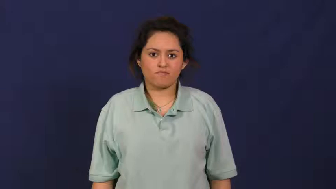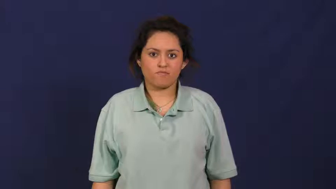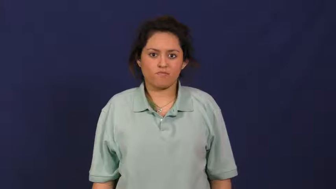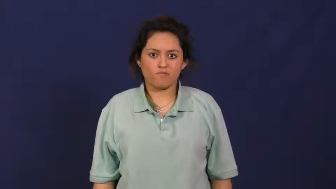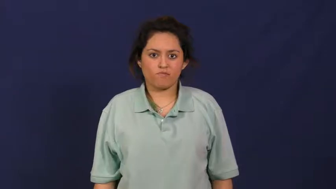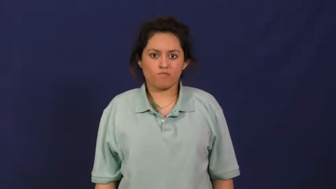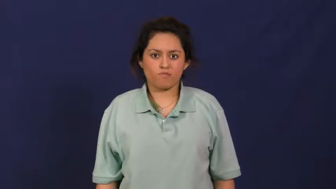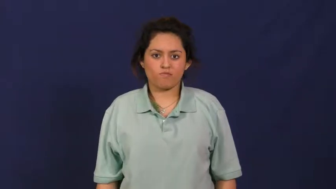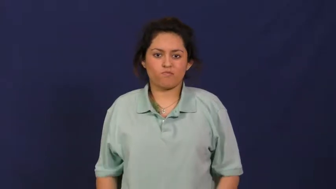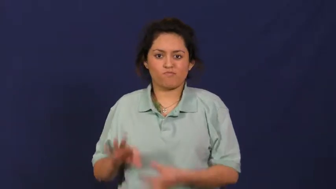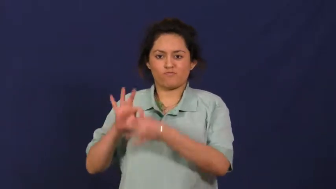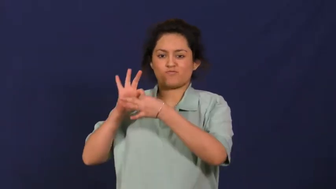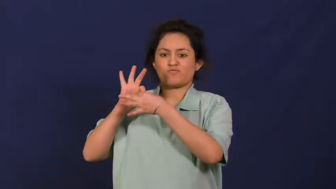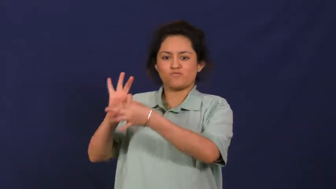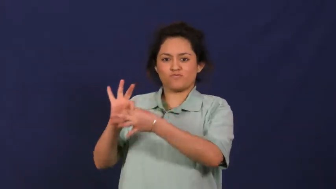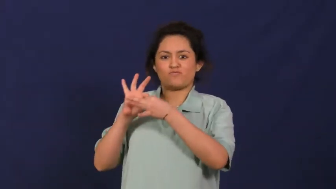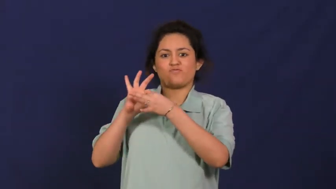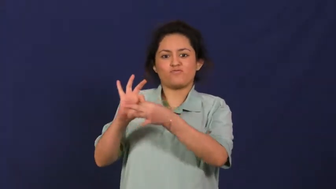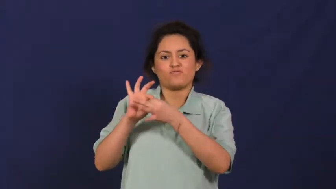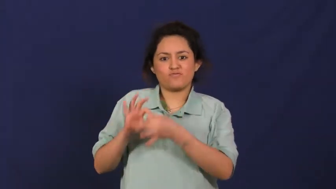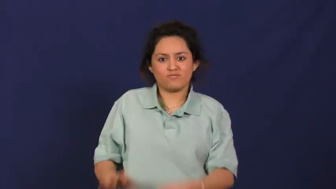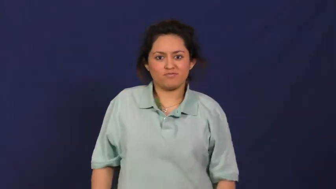tie,intercommunicate-connect